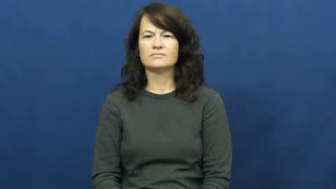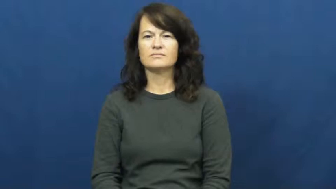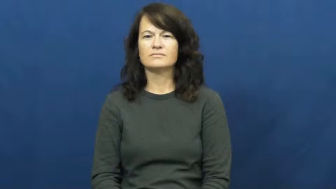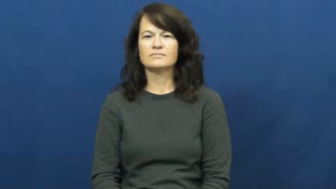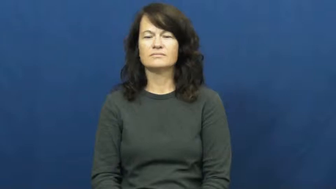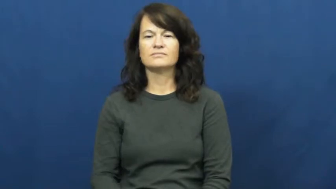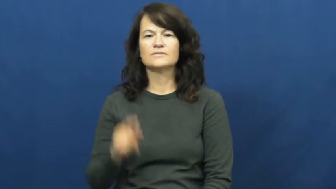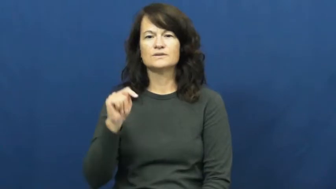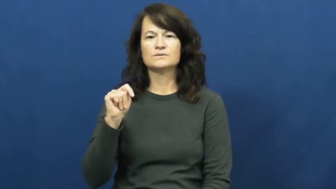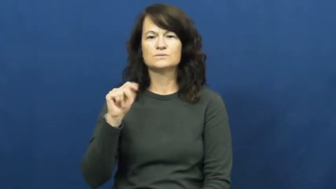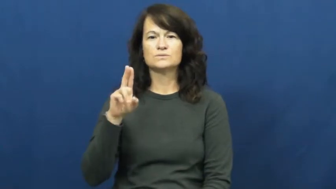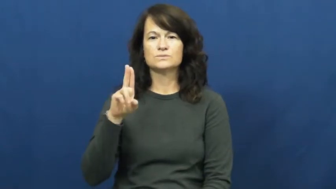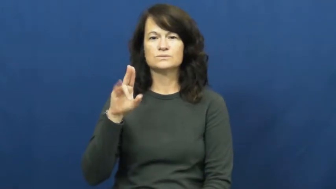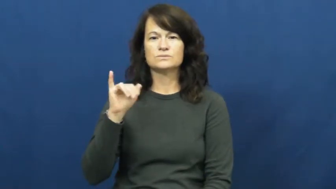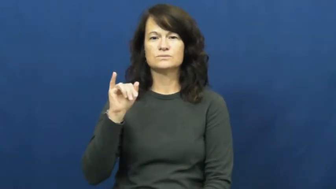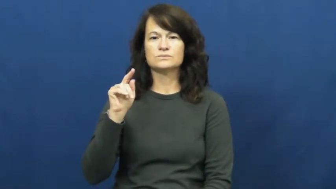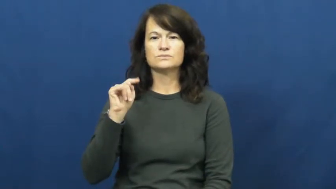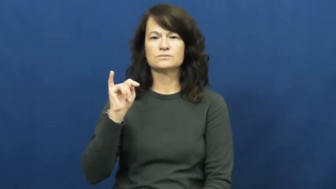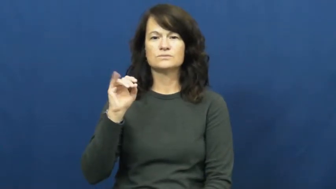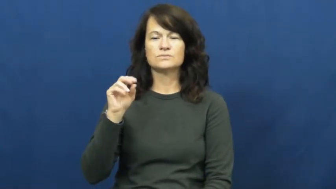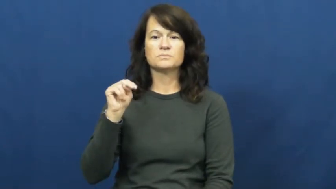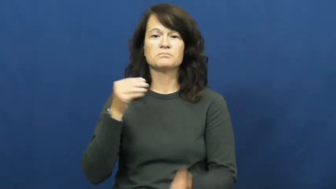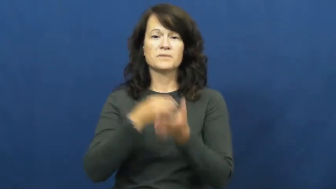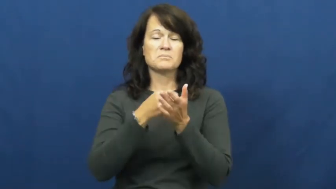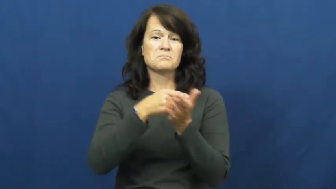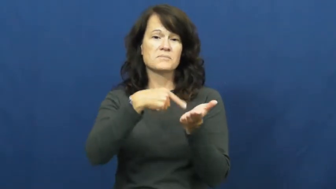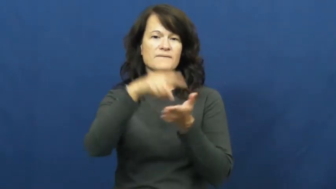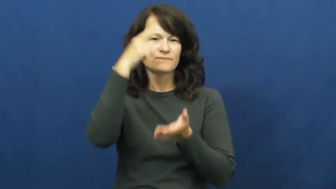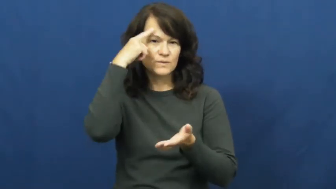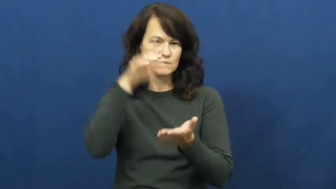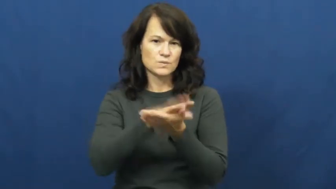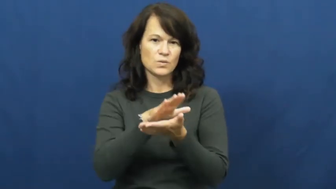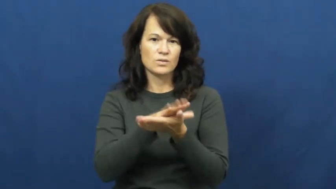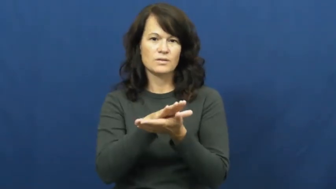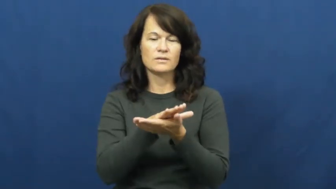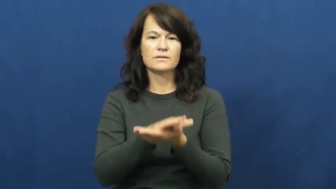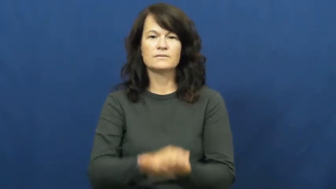tuition